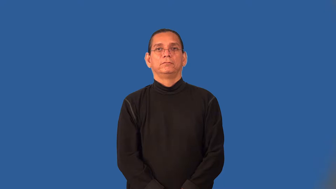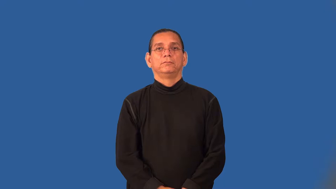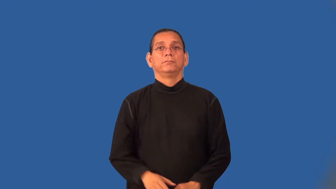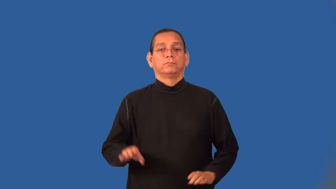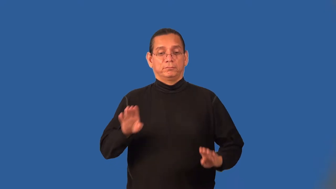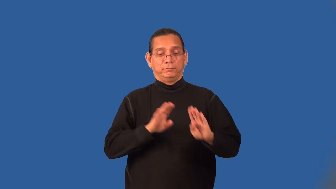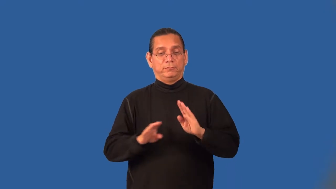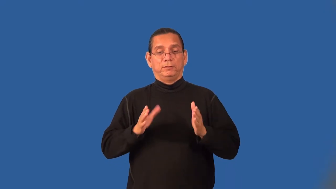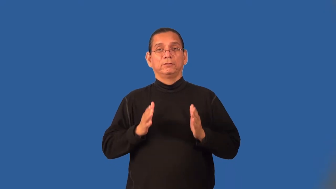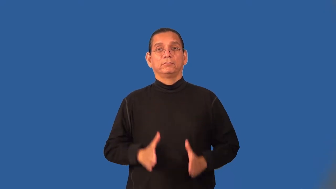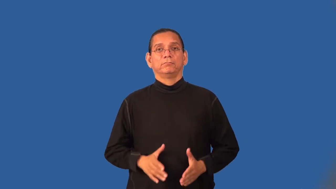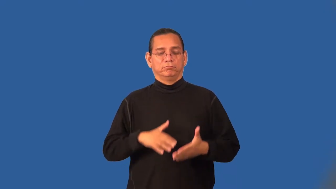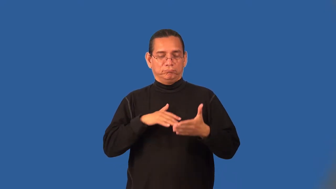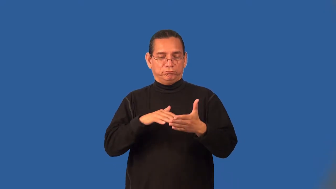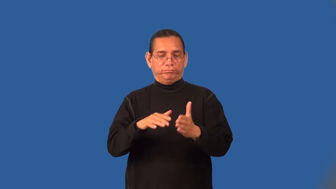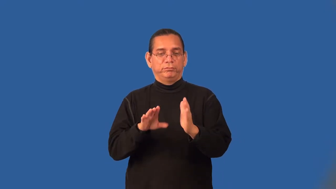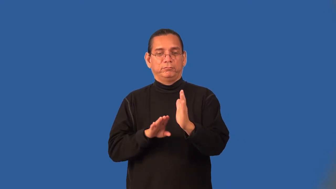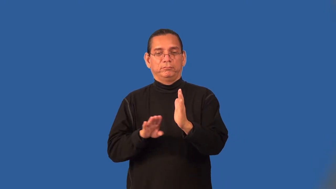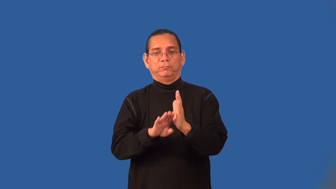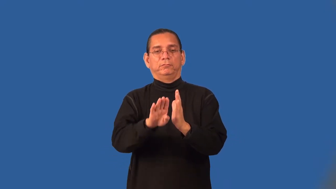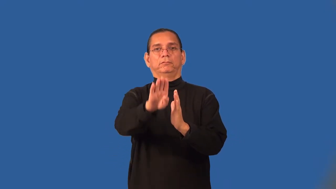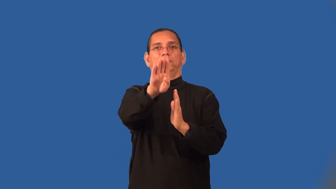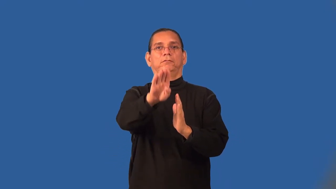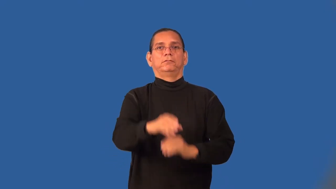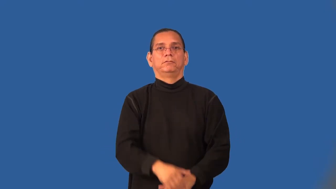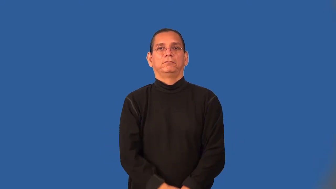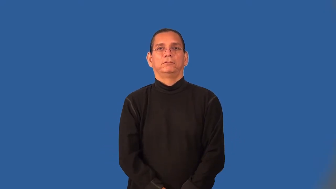bacteriologist